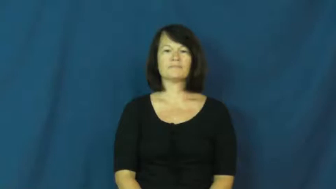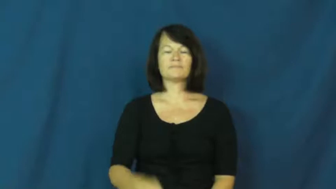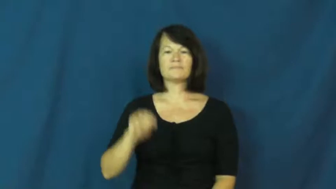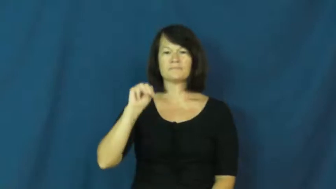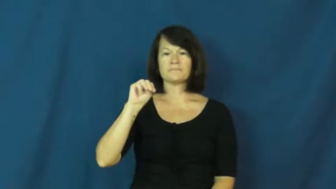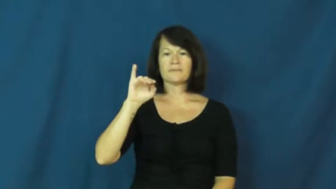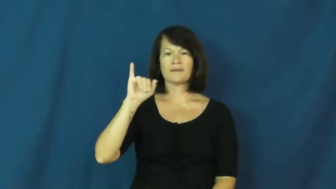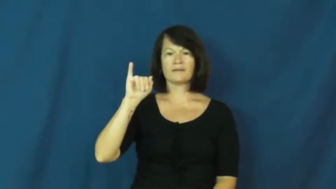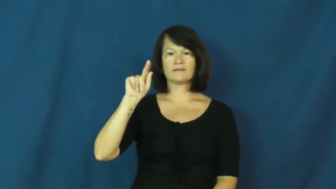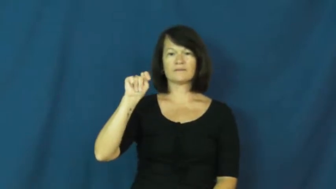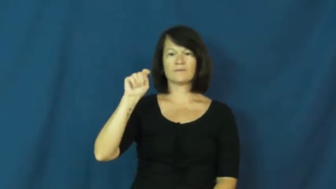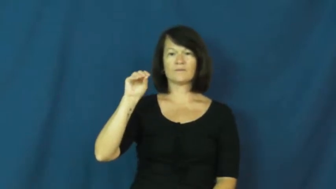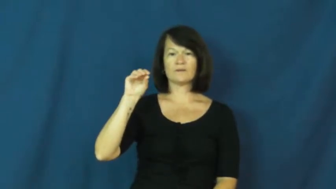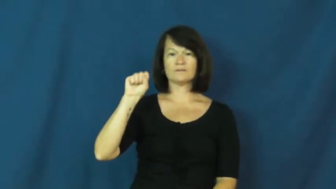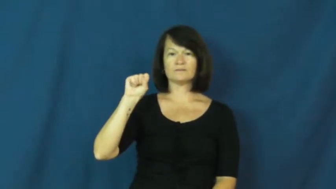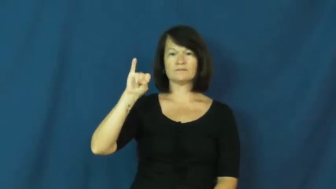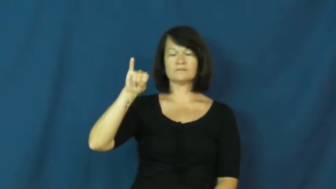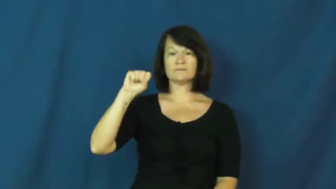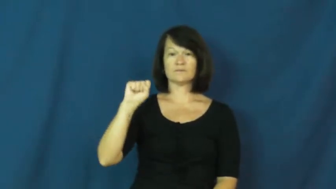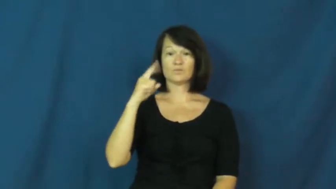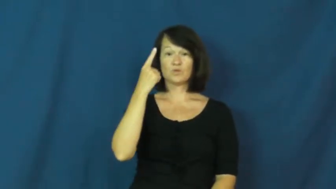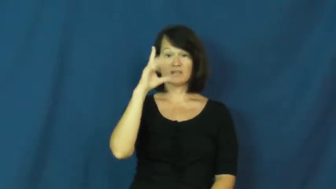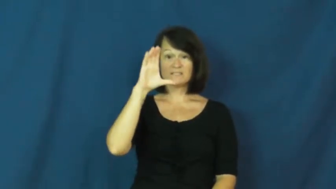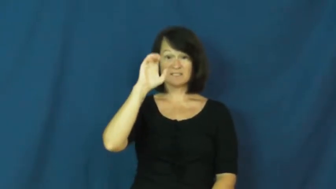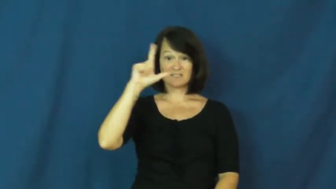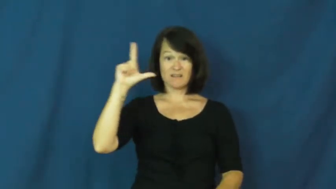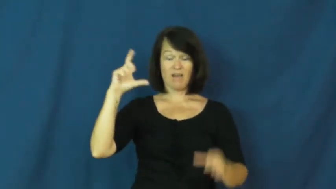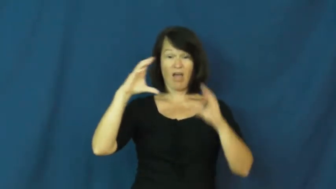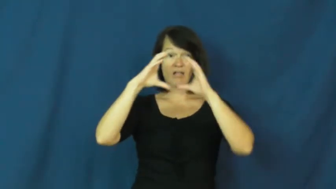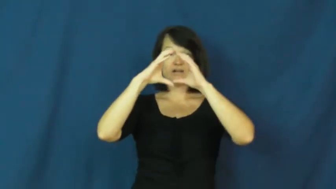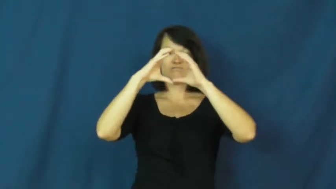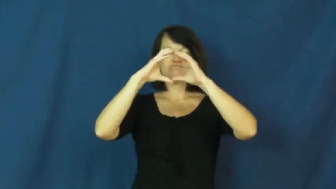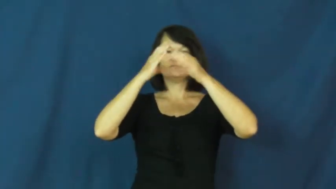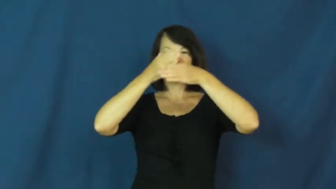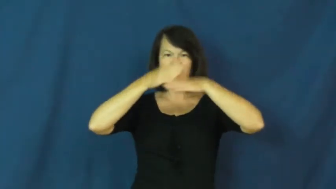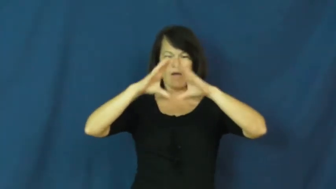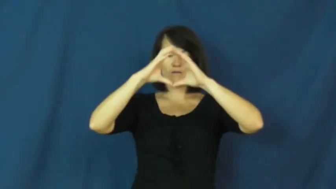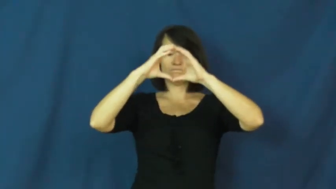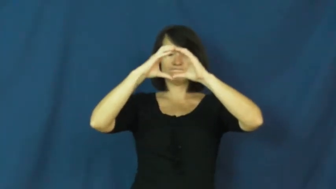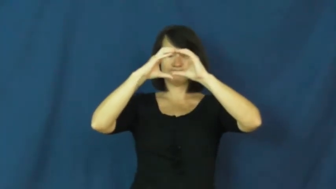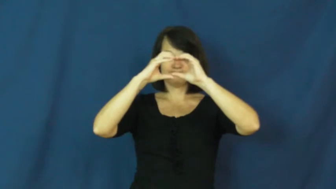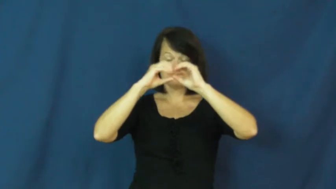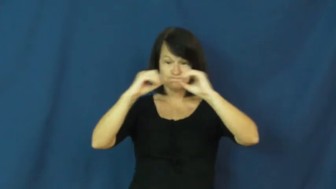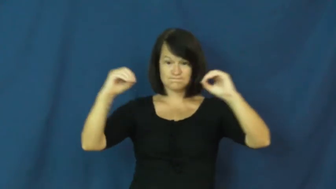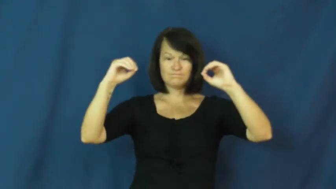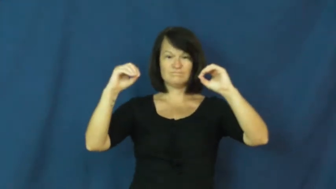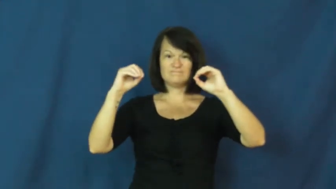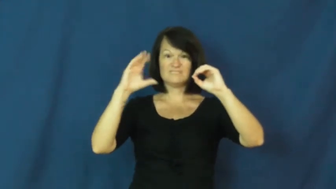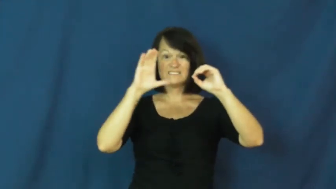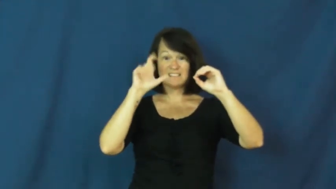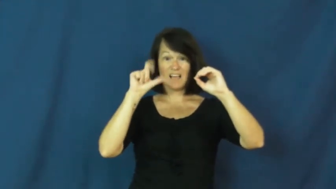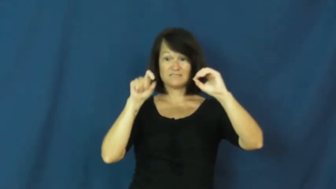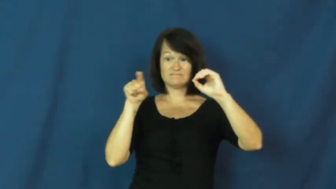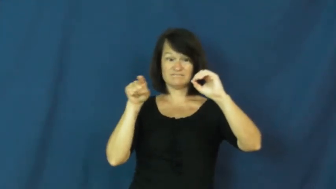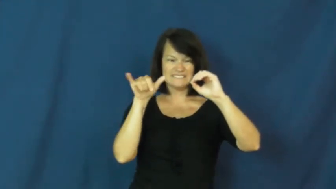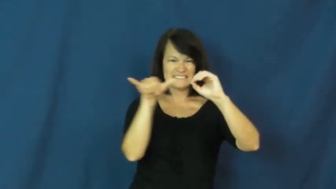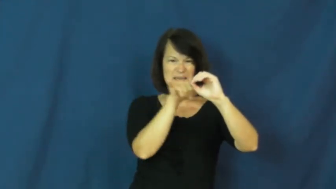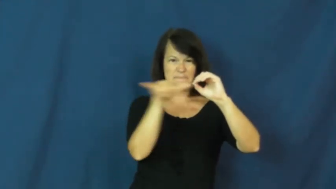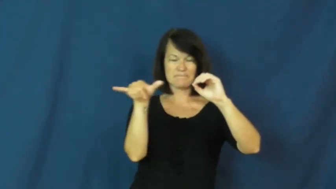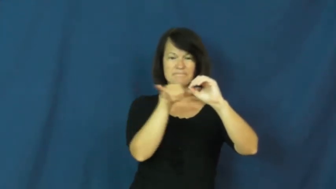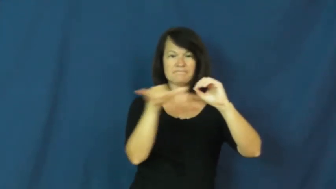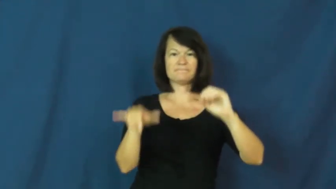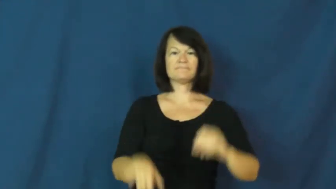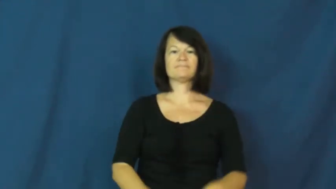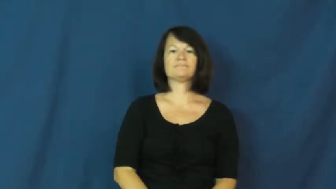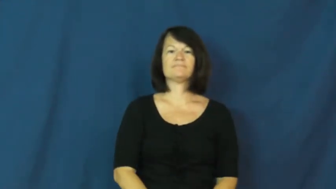mitosis,mitotic